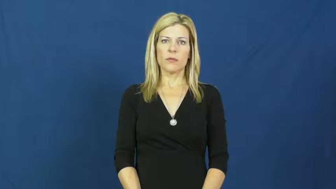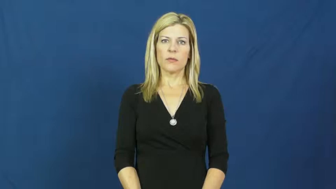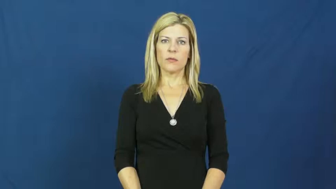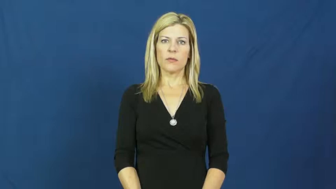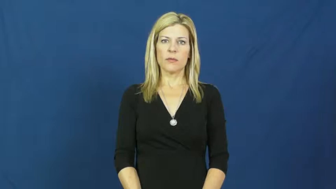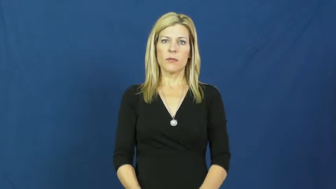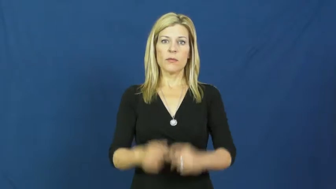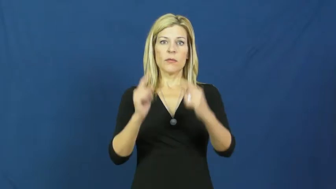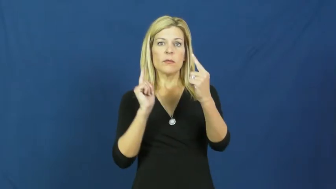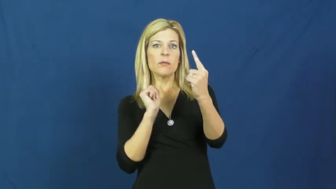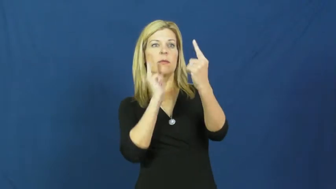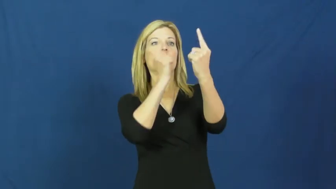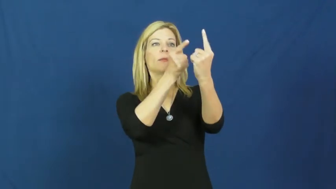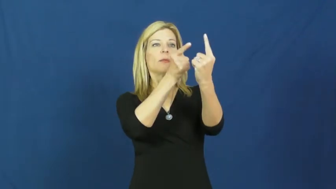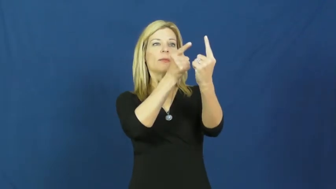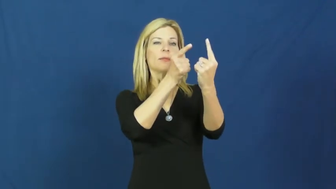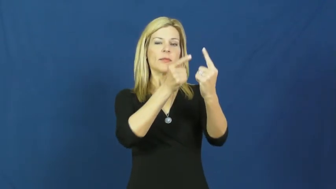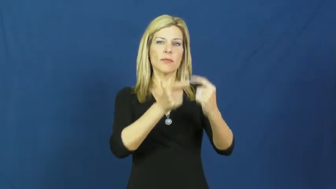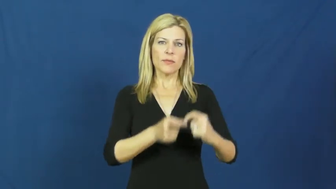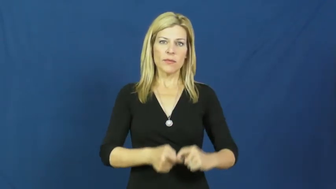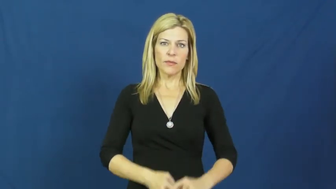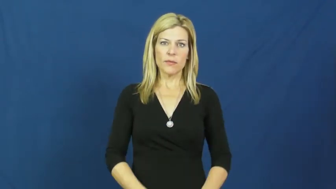goal,objective,end,ambition,object,aim,bourne